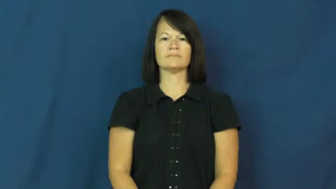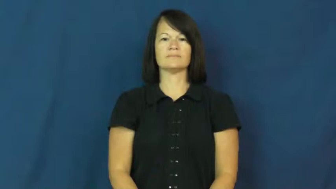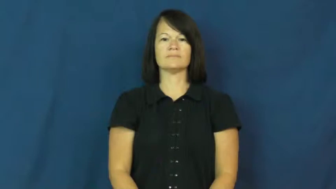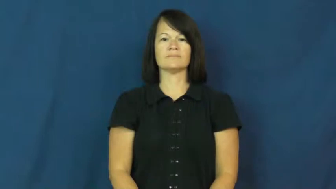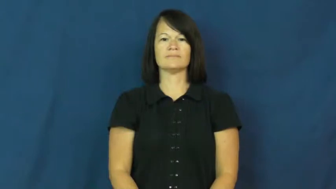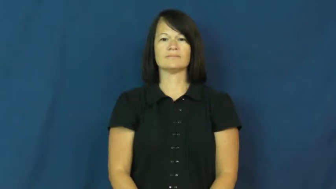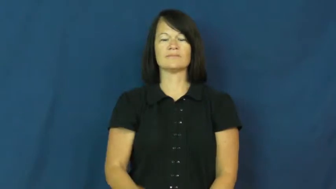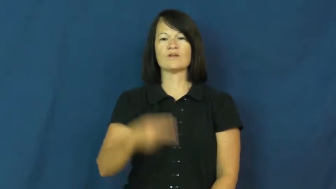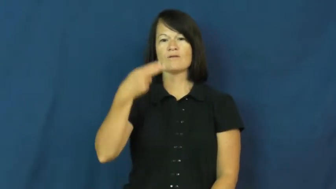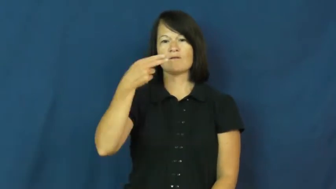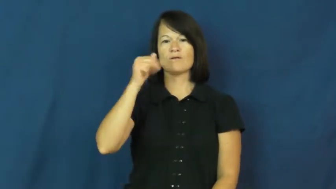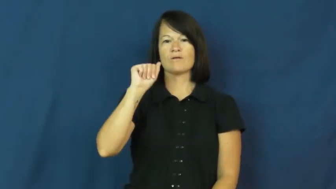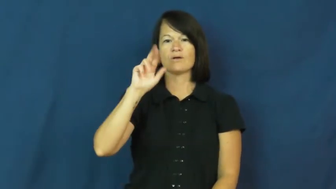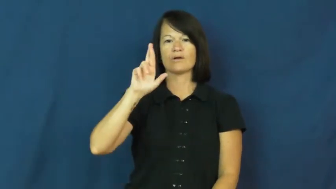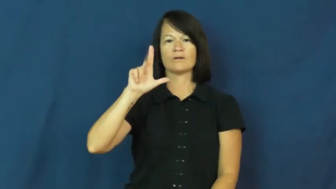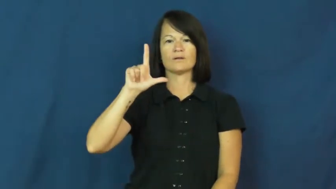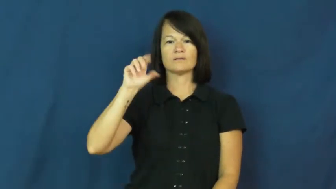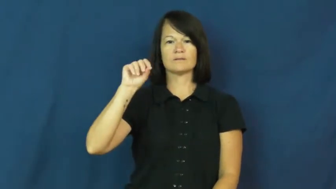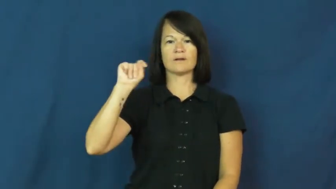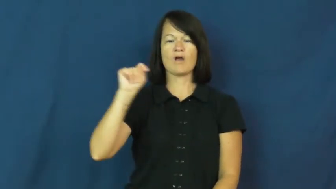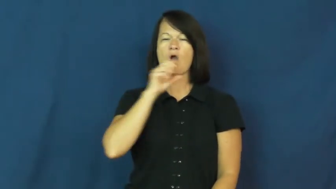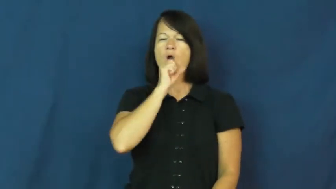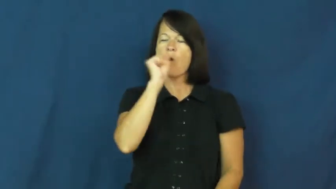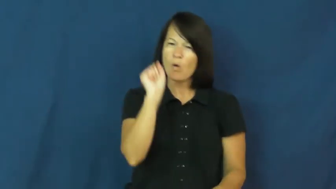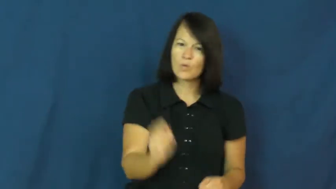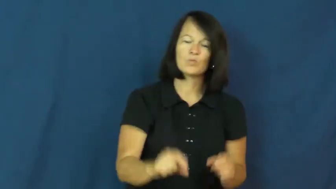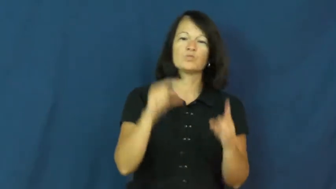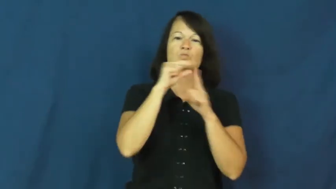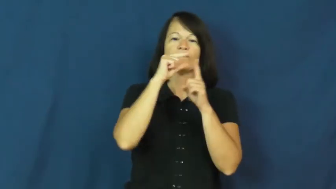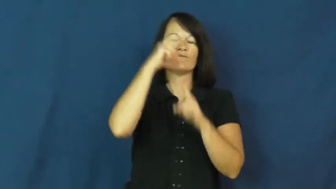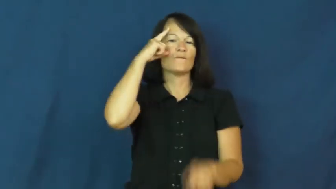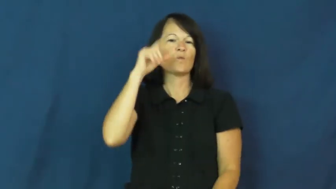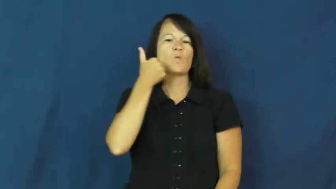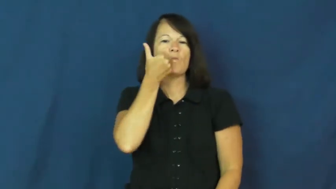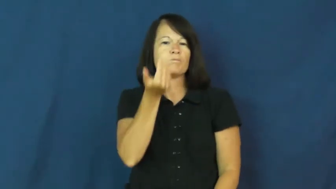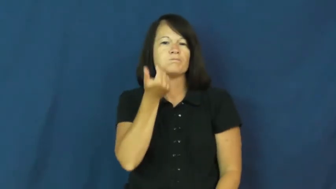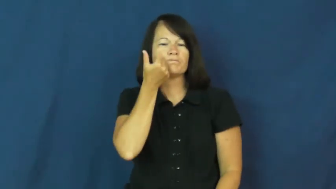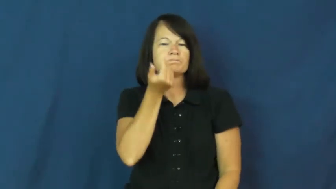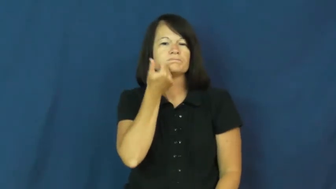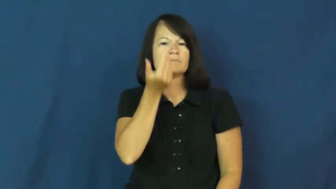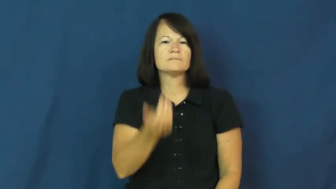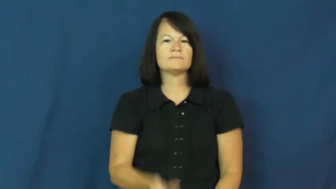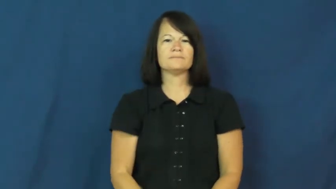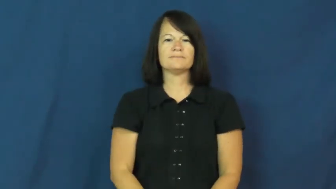harlot